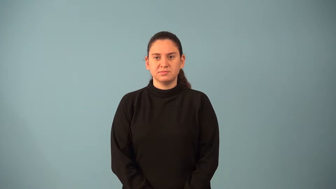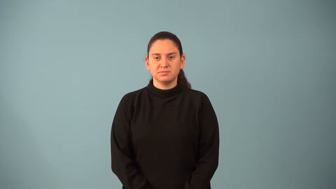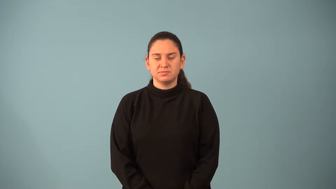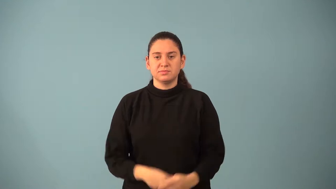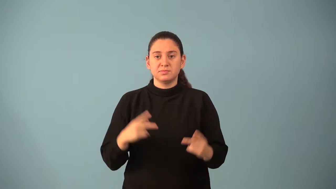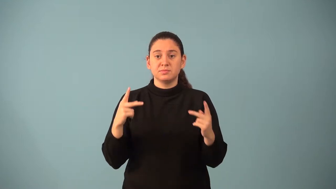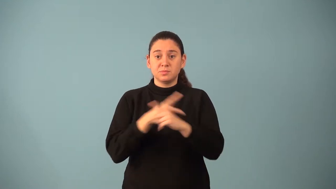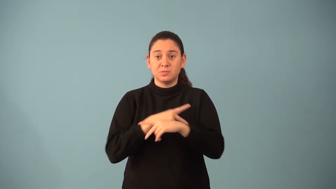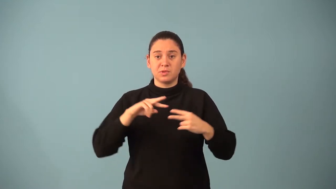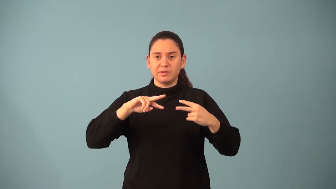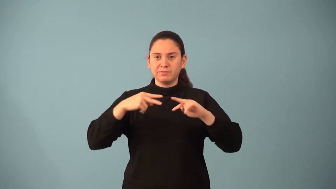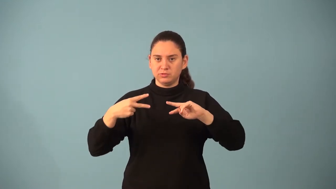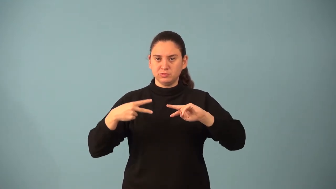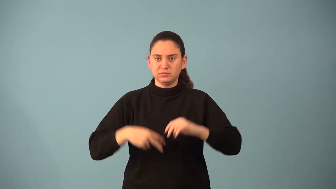multiplicative inverse